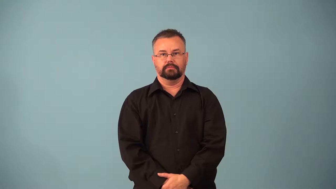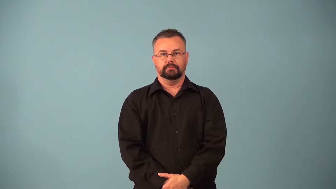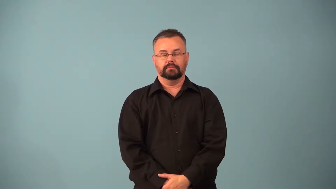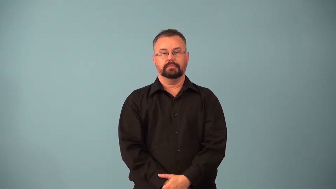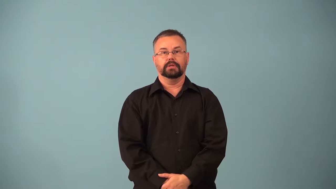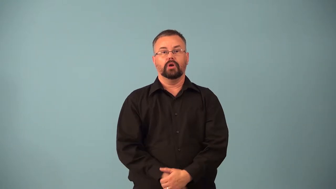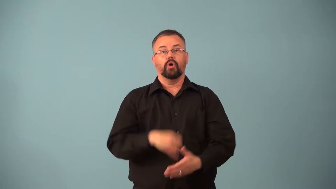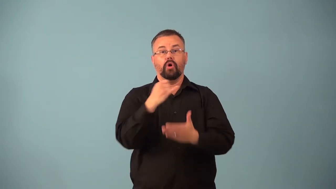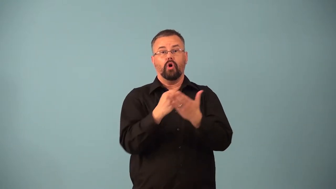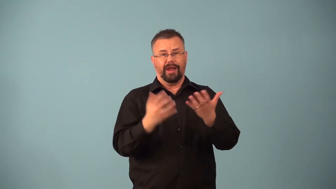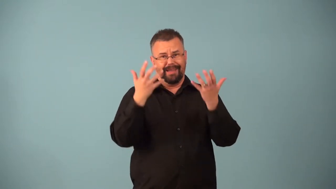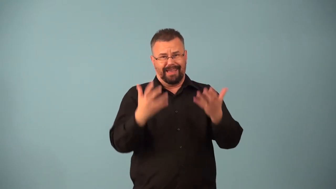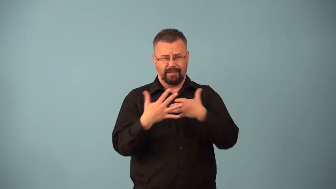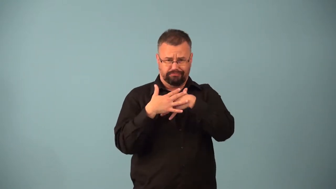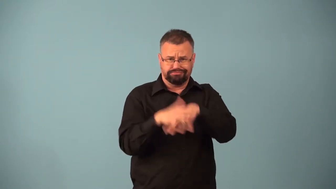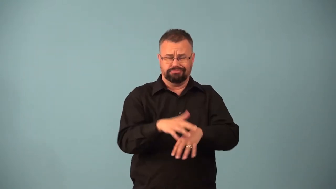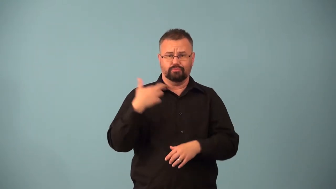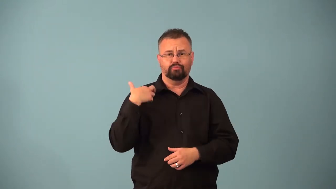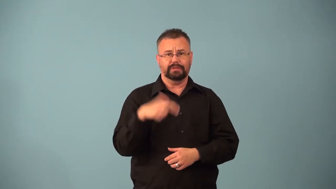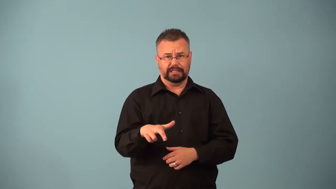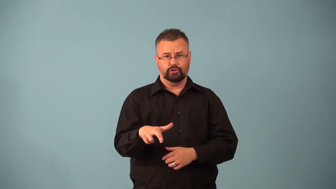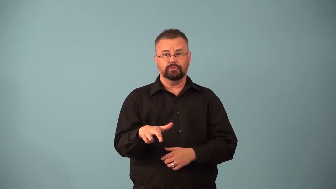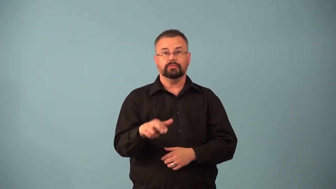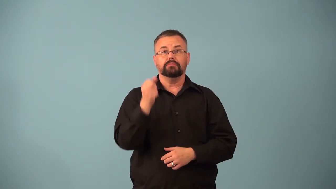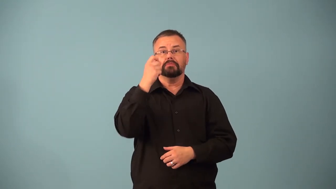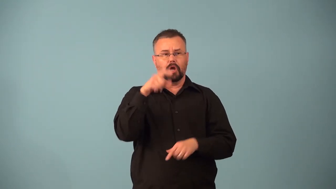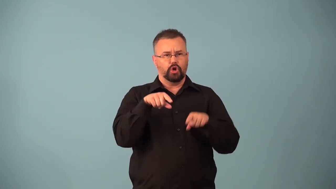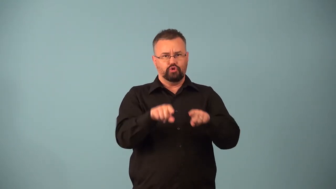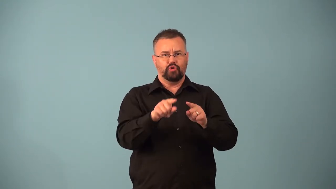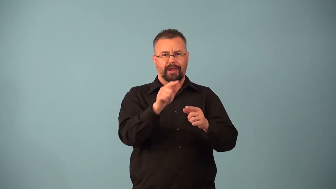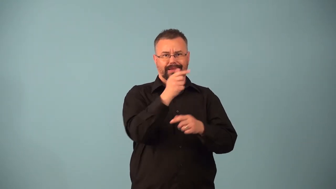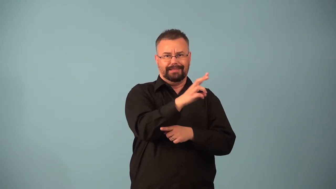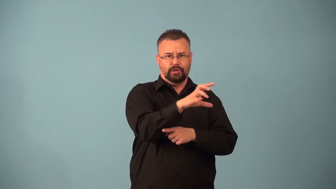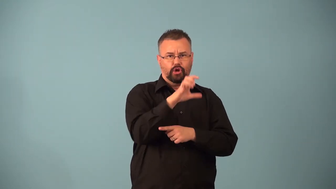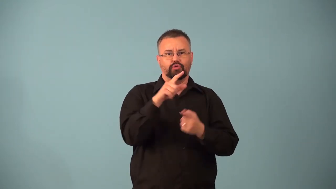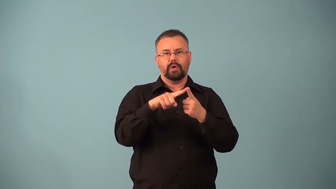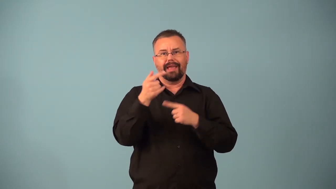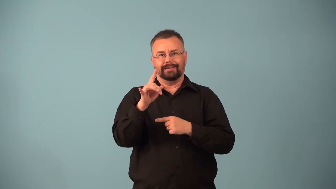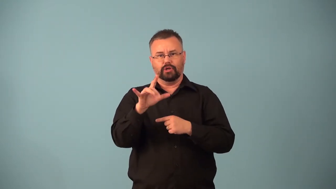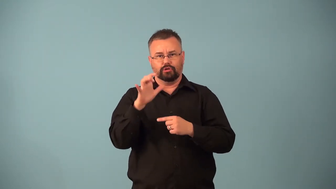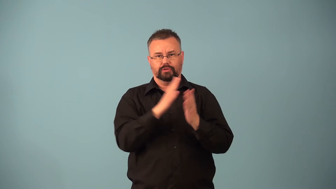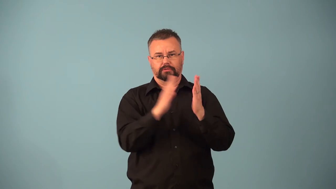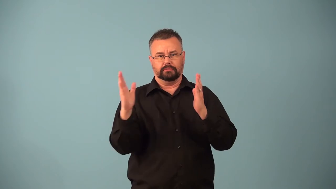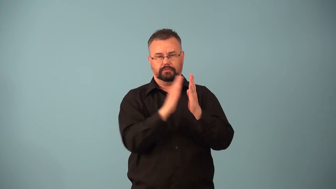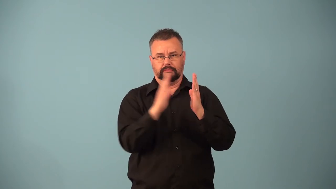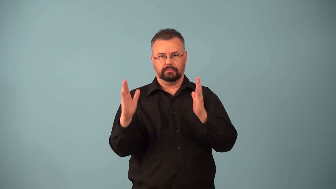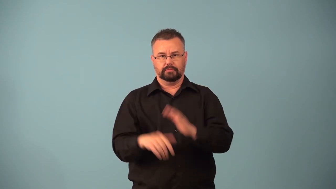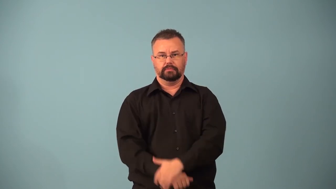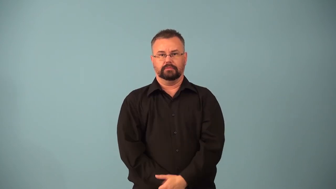baroque